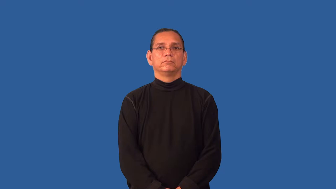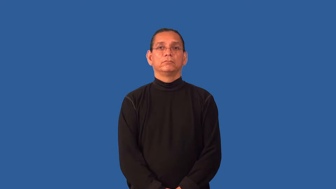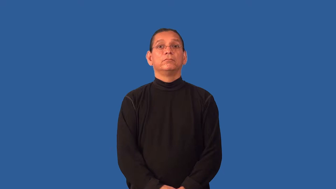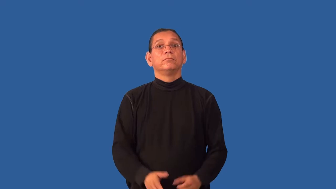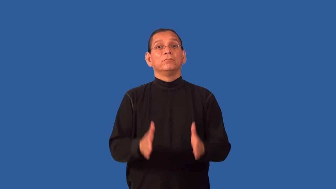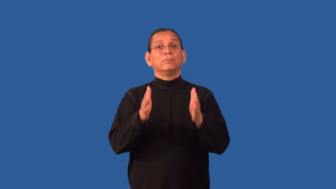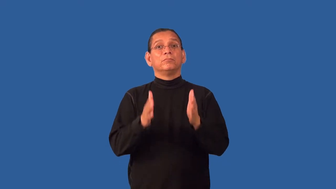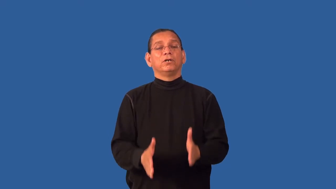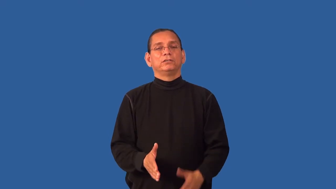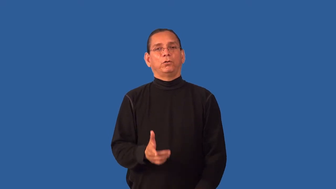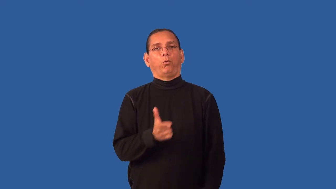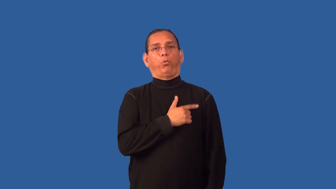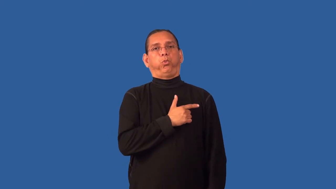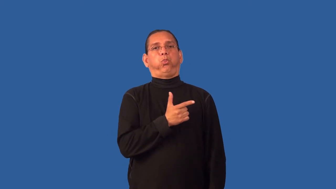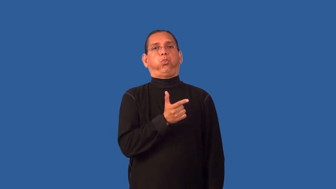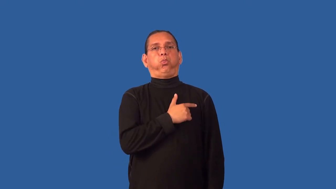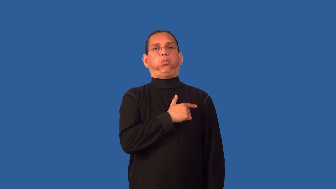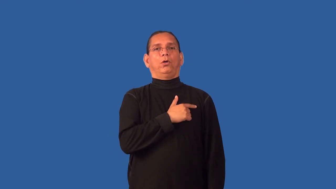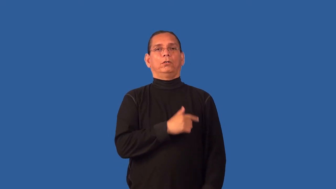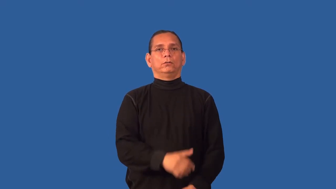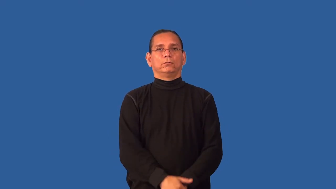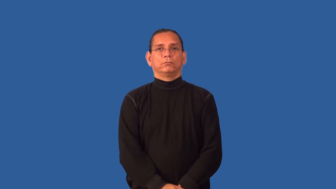goldbrick